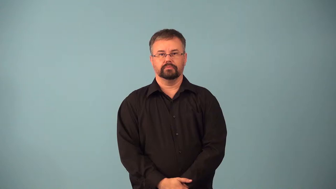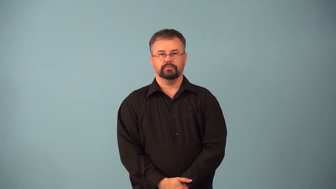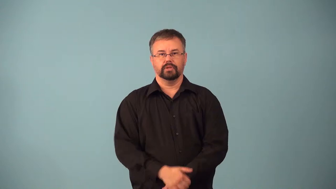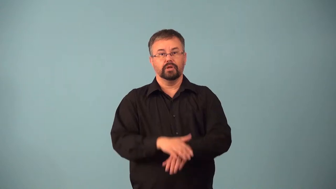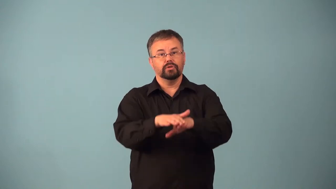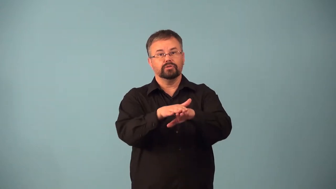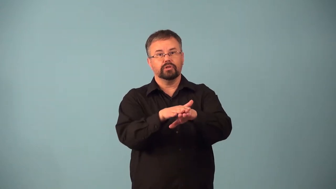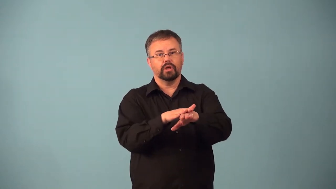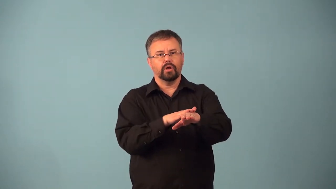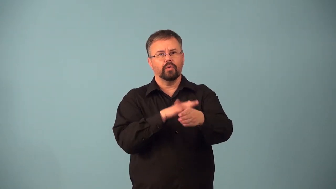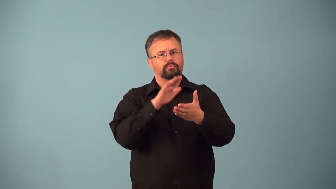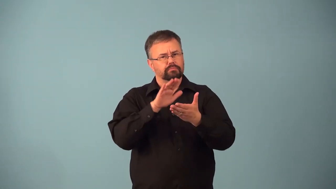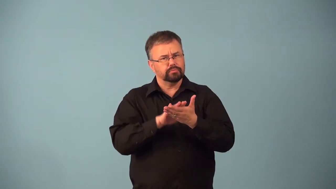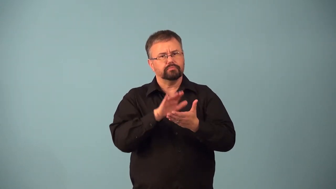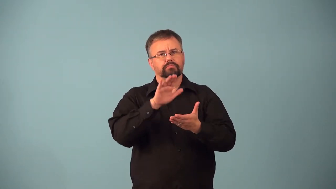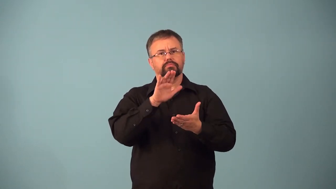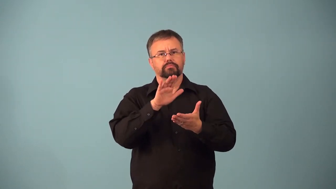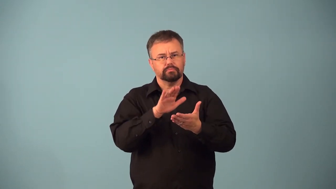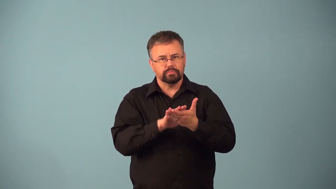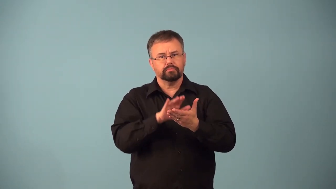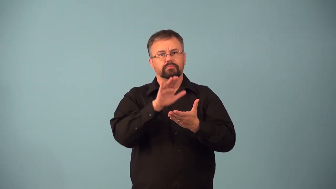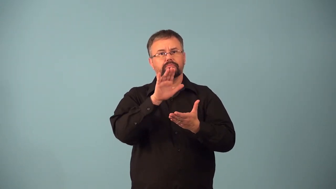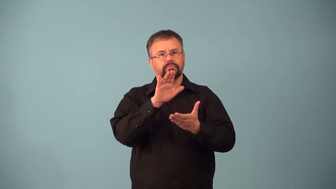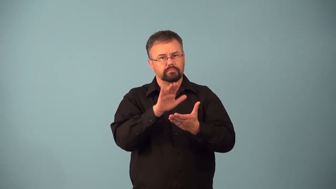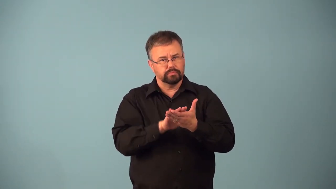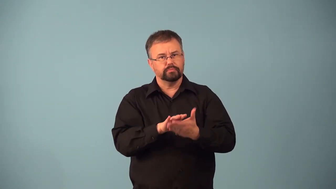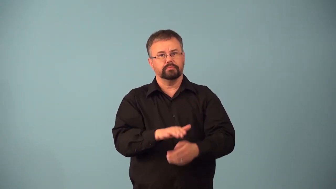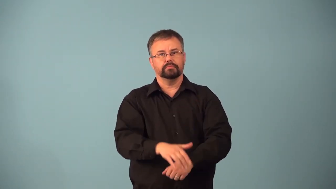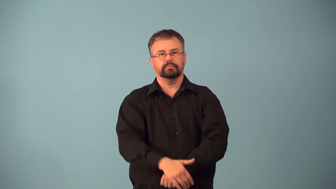adagio